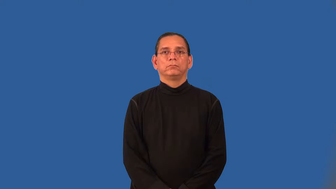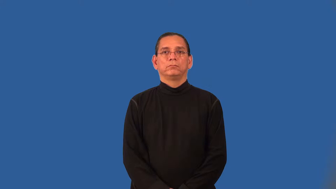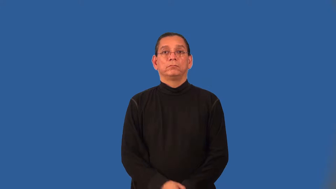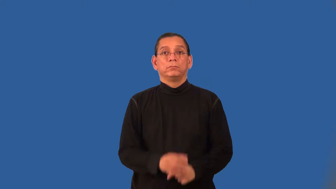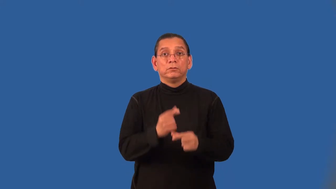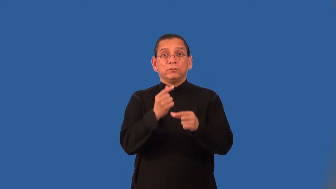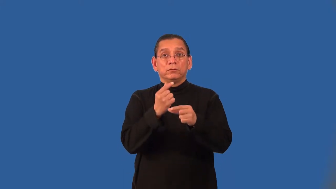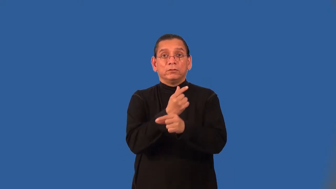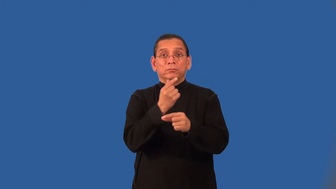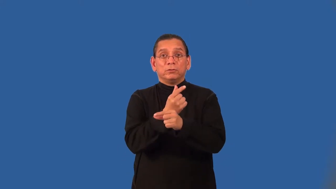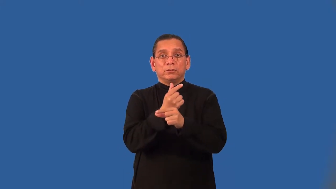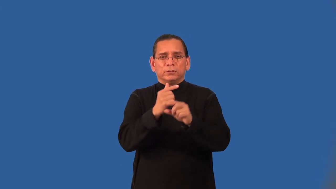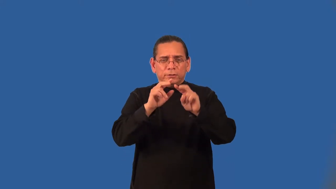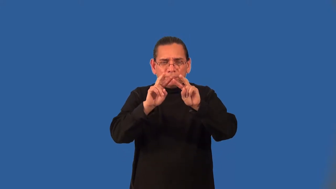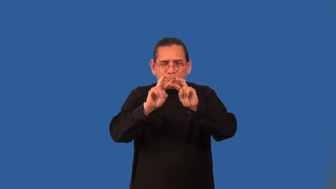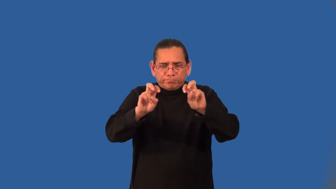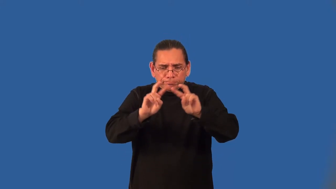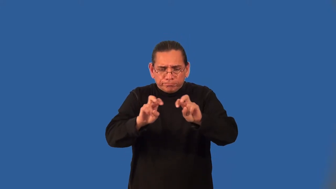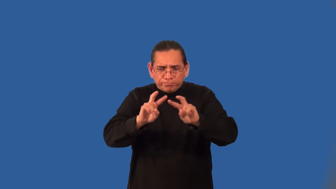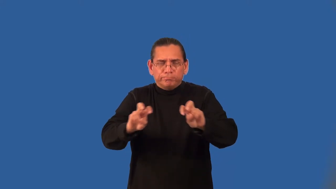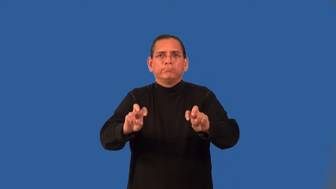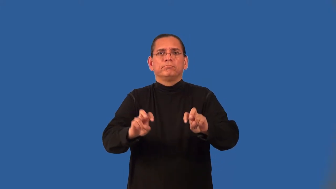analytic geometry